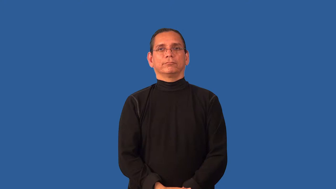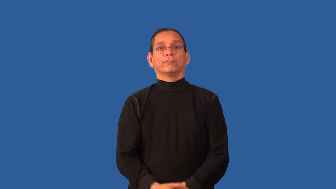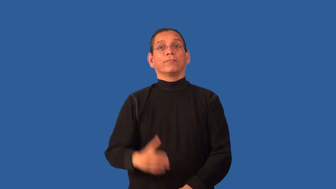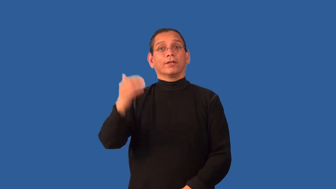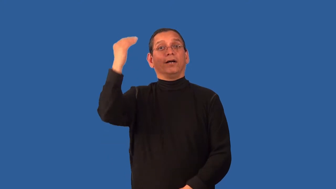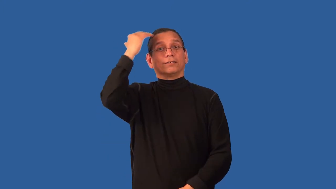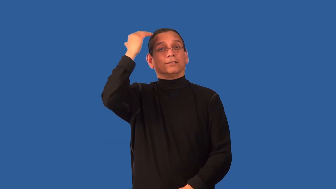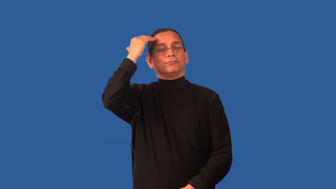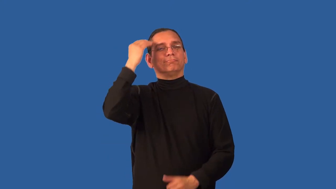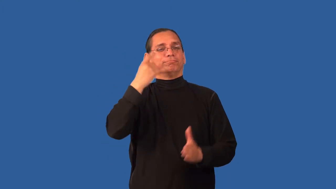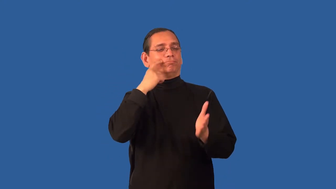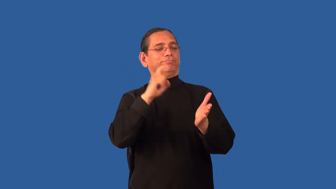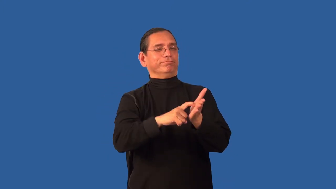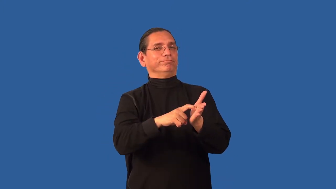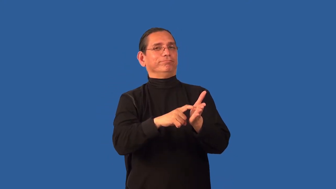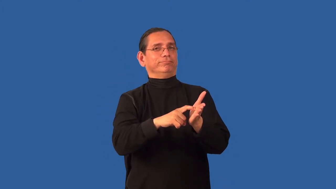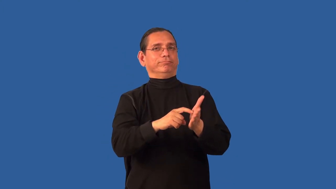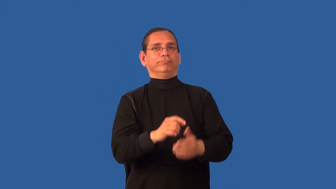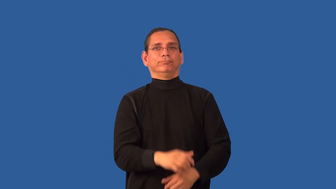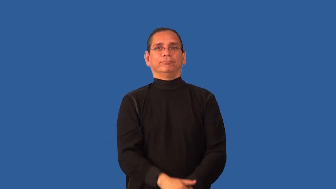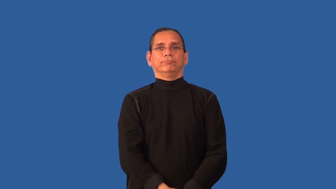acknowledge